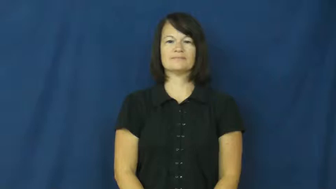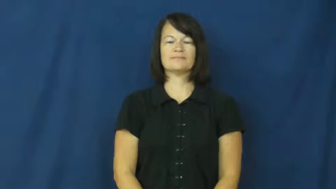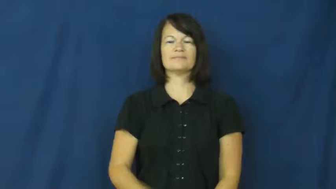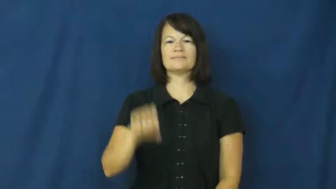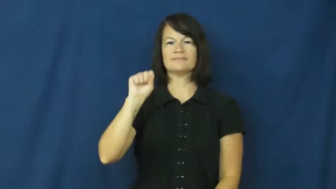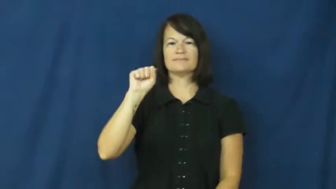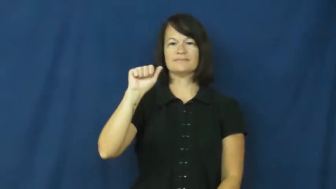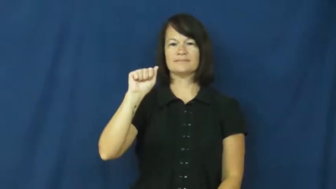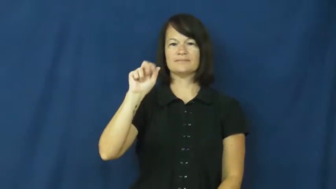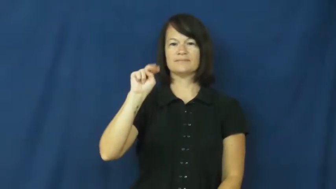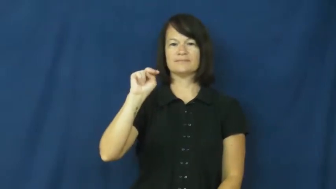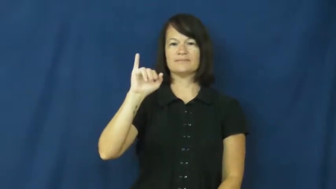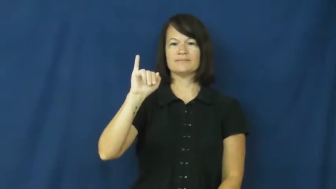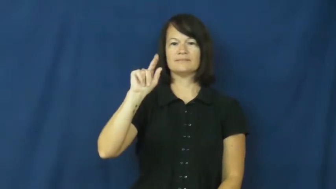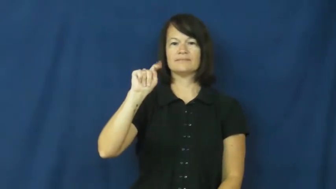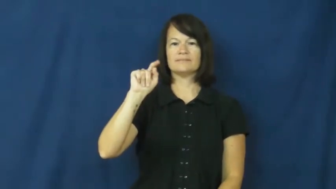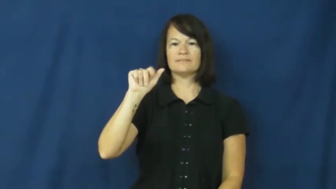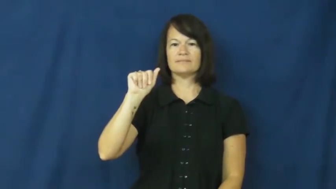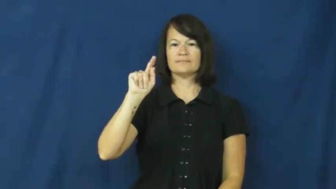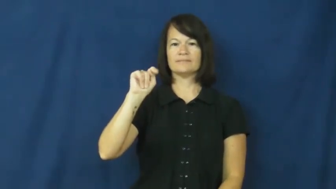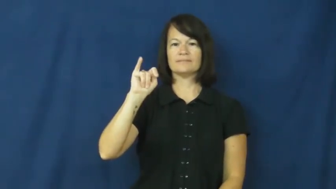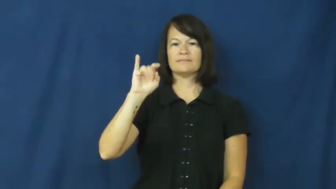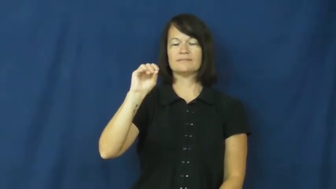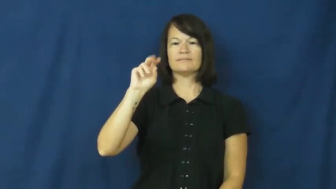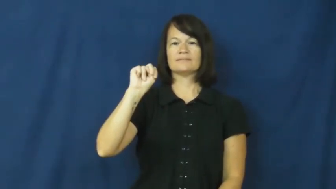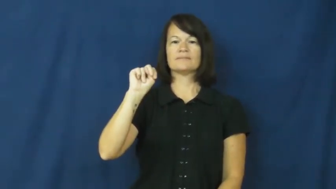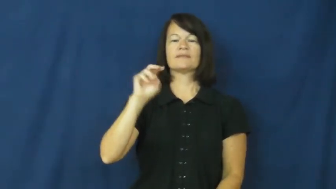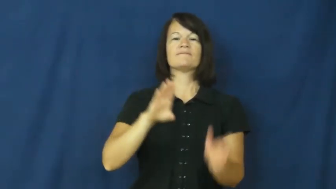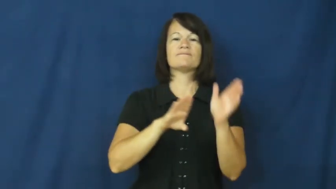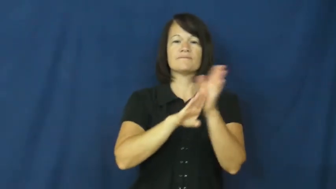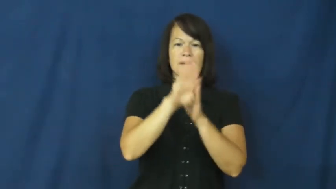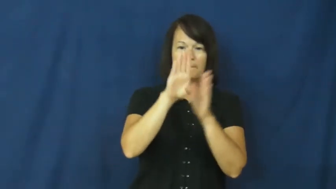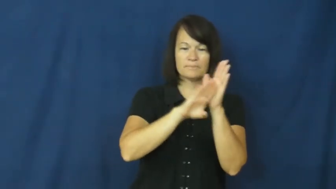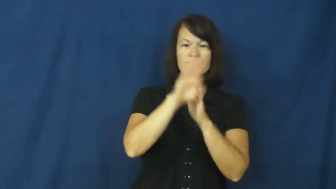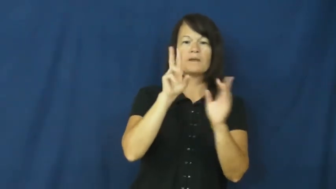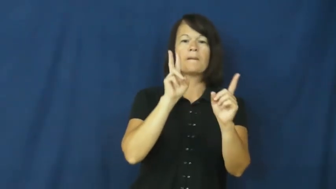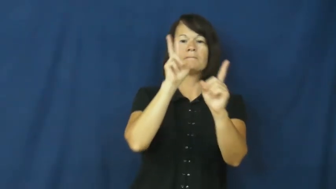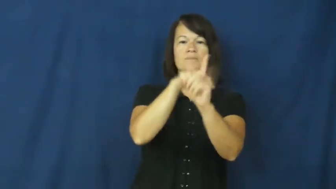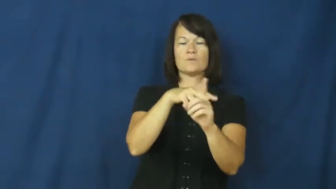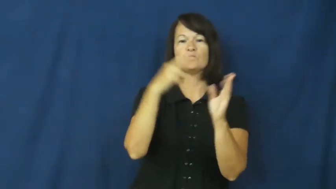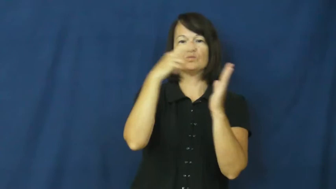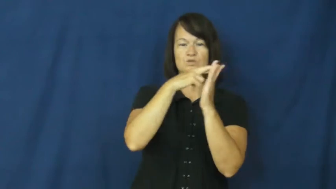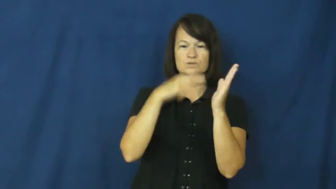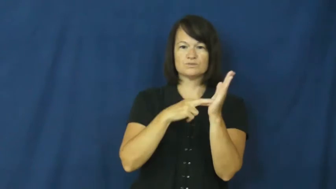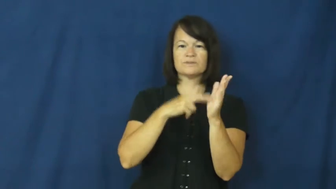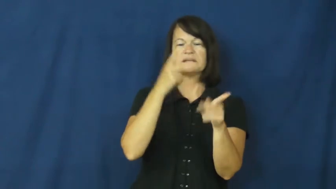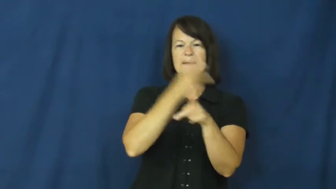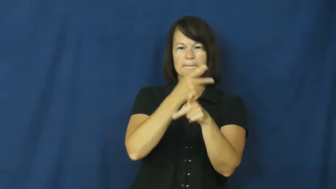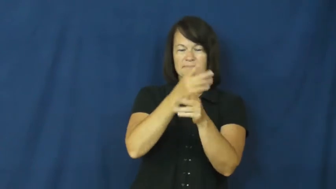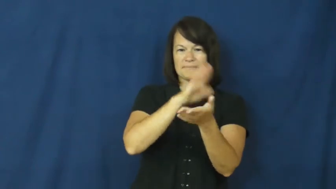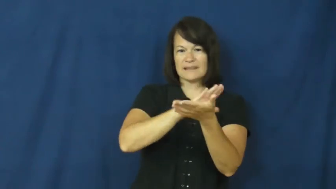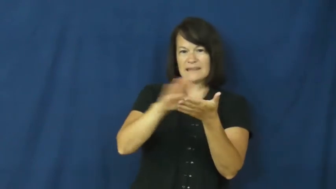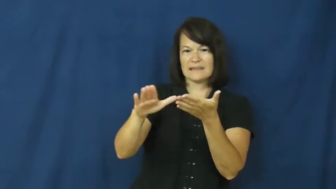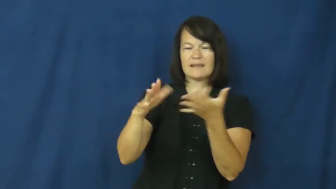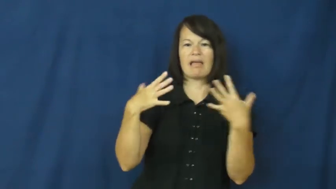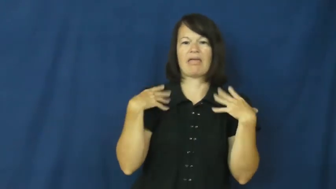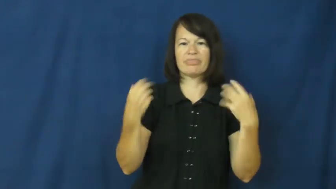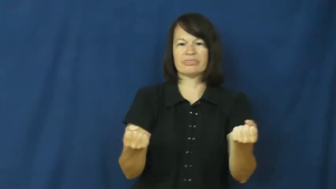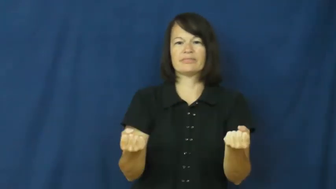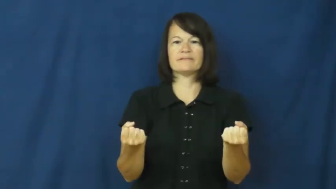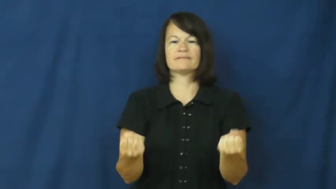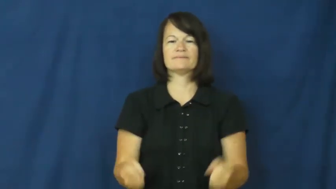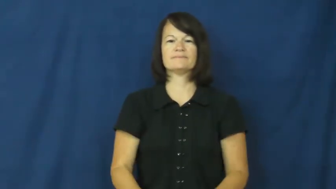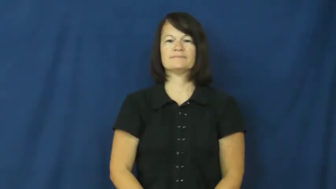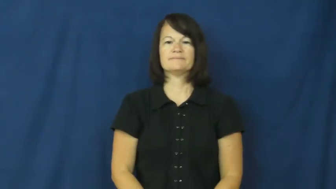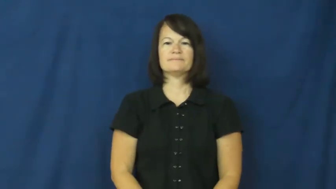sanitation